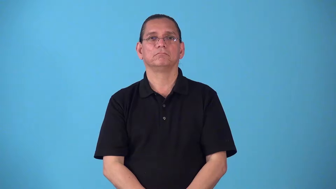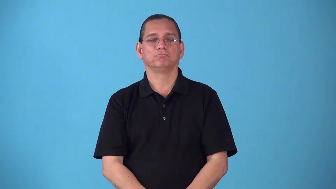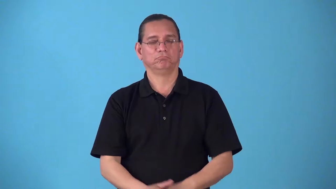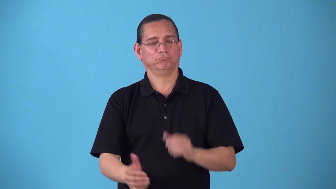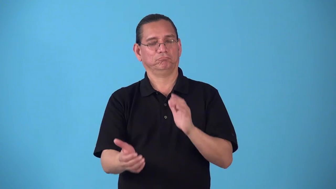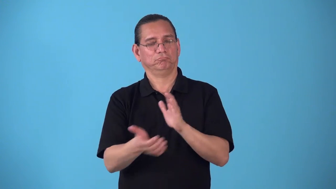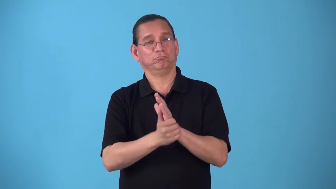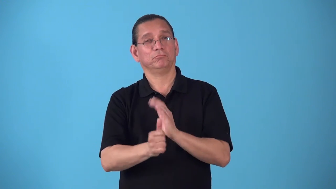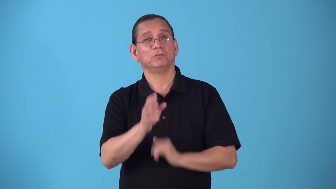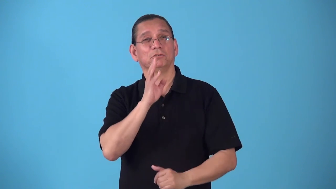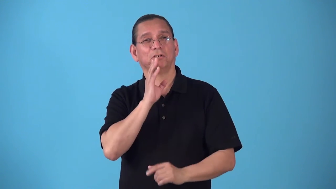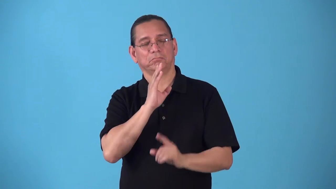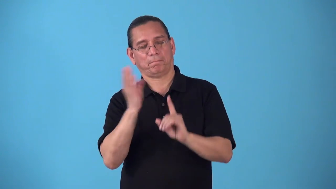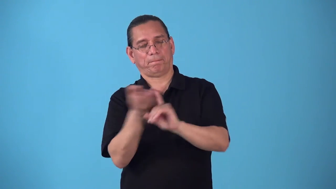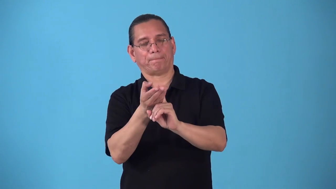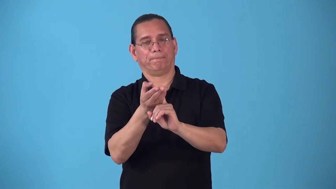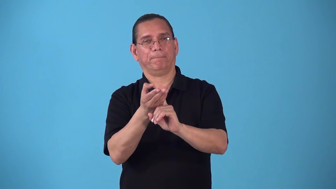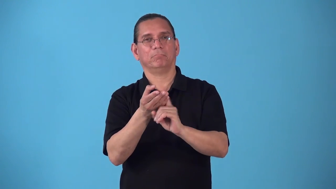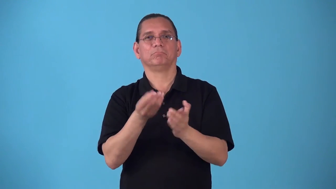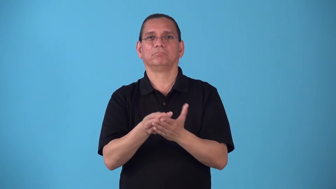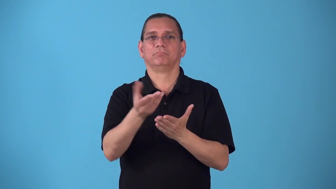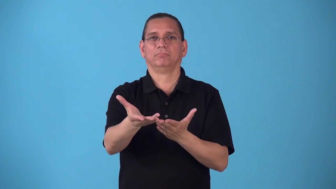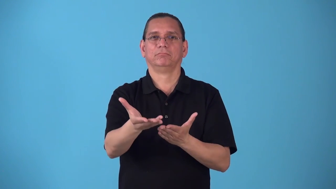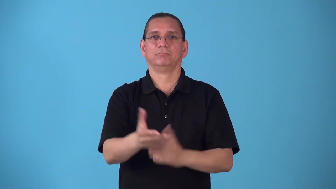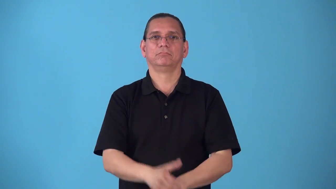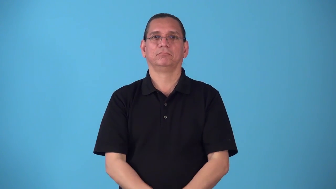salesmanship